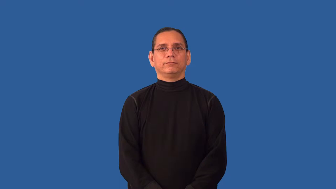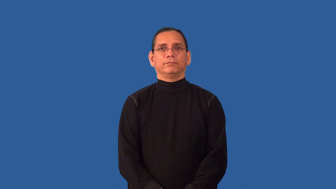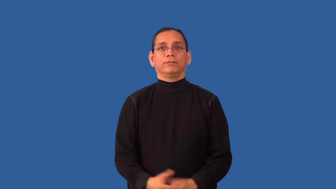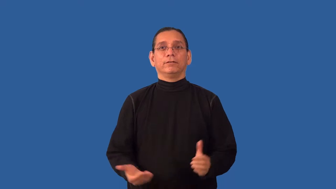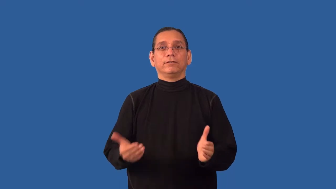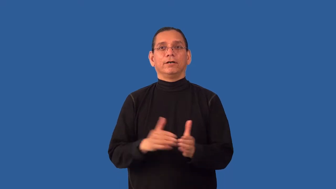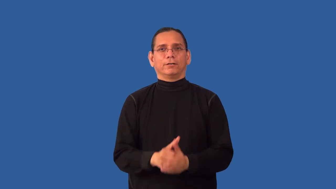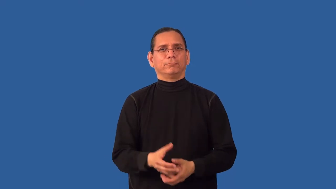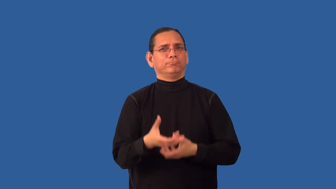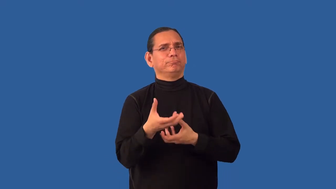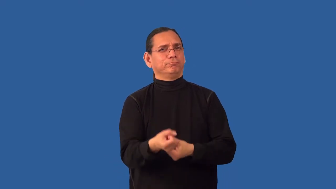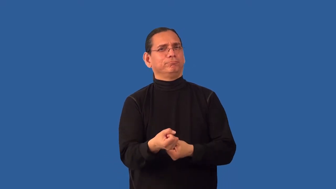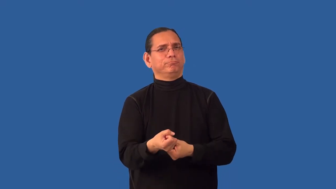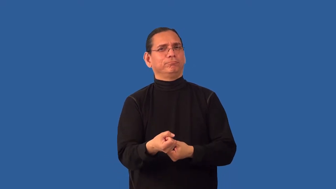recommit-affirm